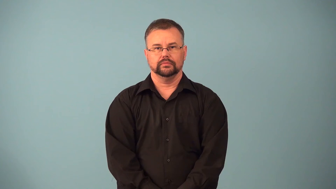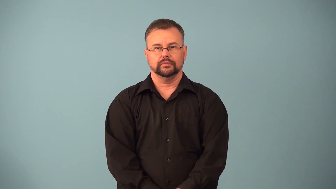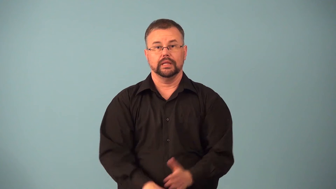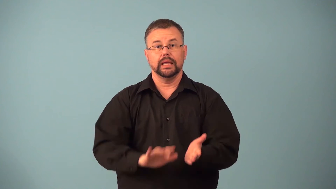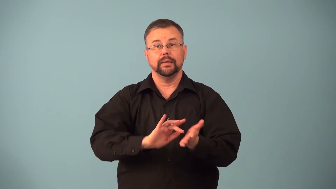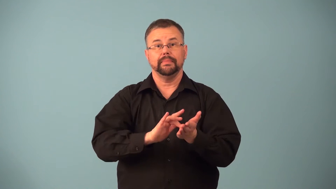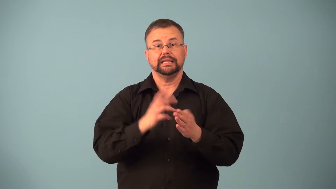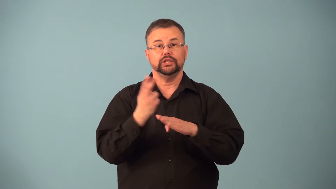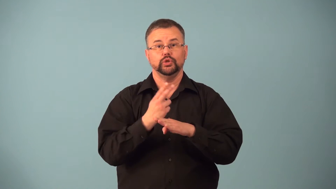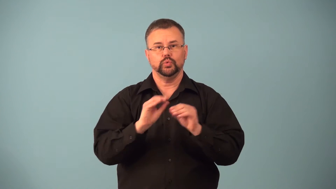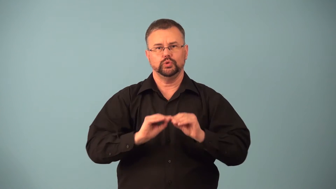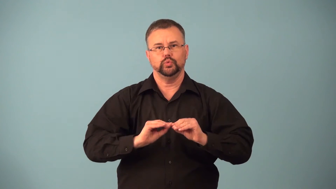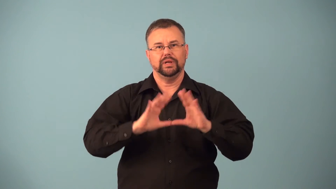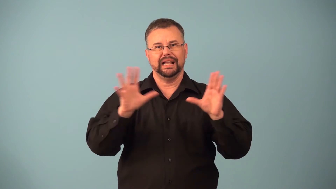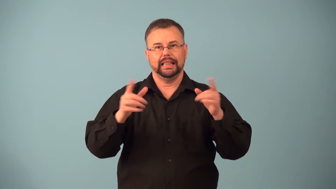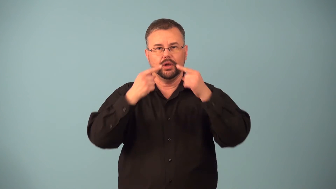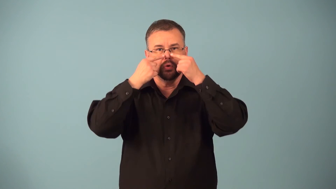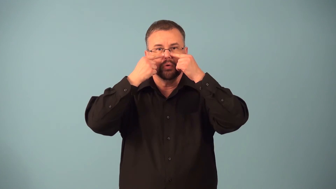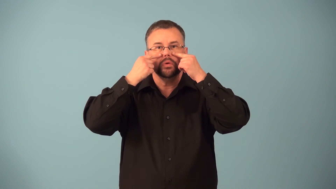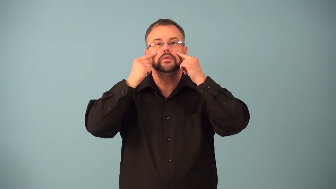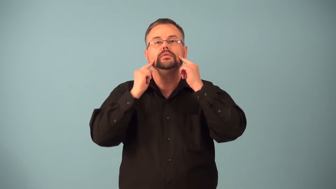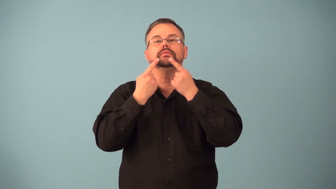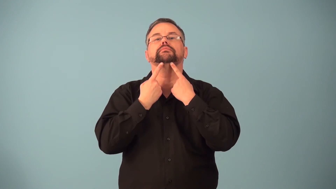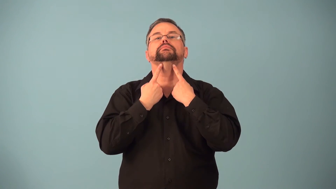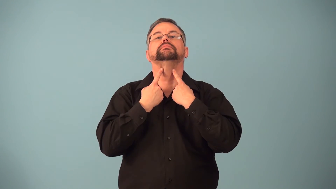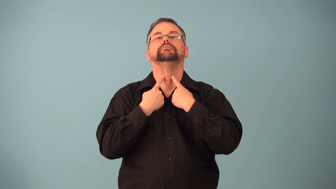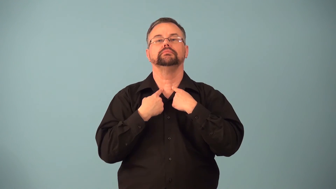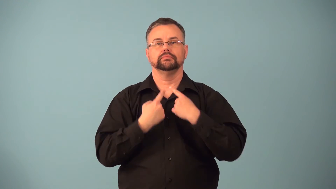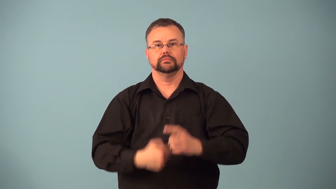expectorant